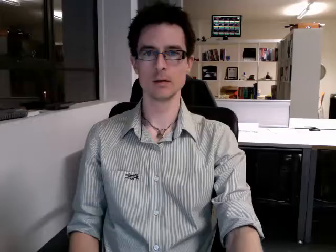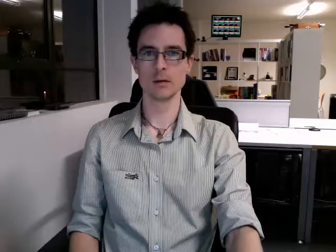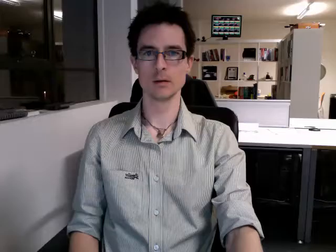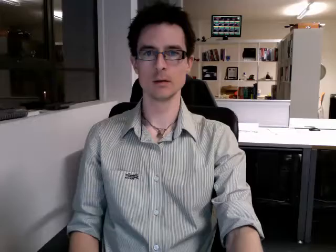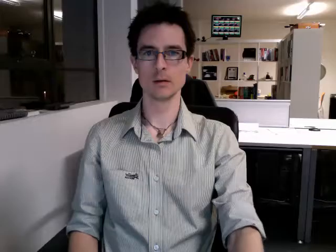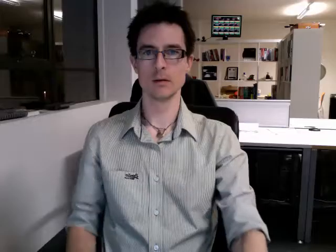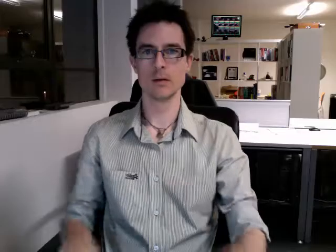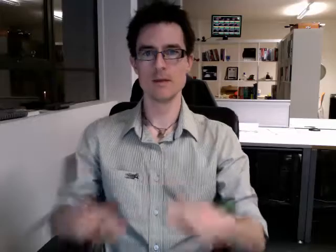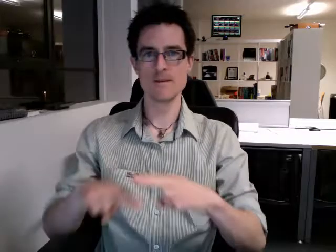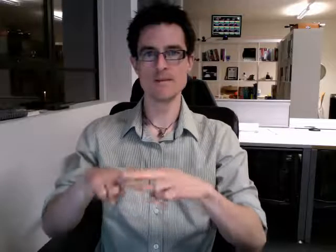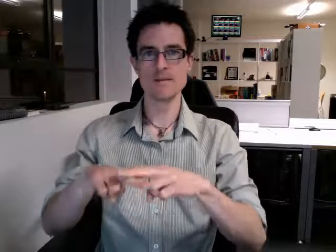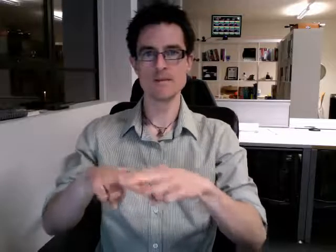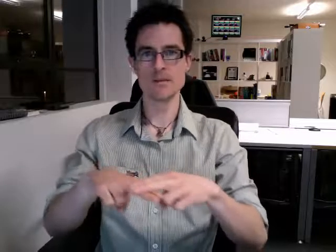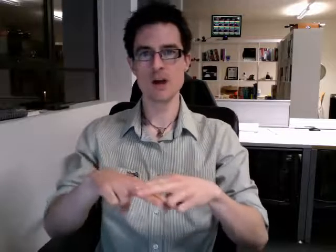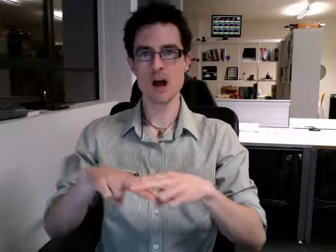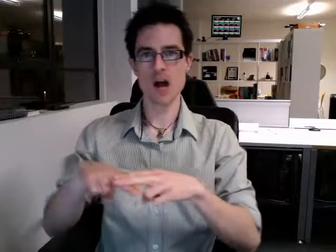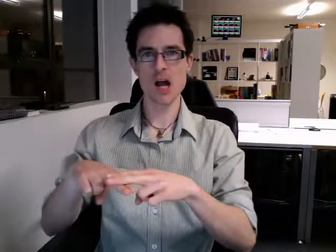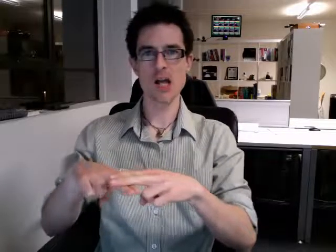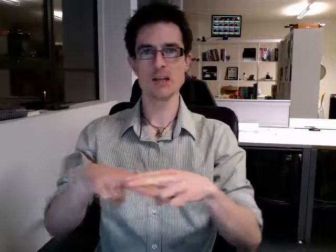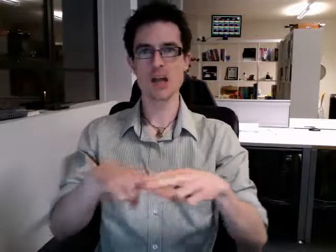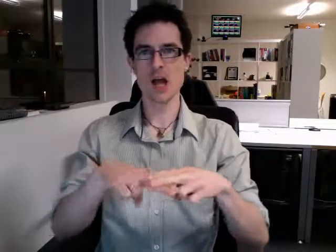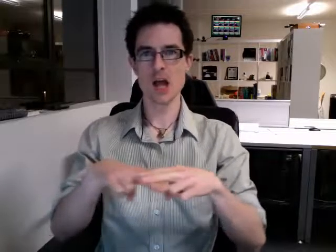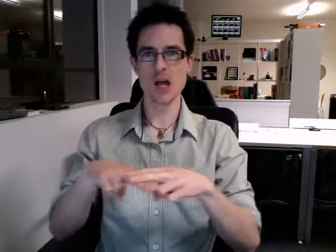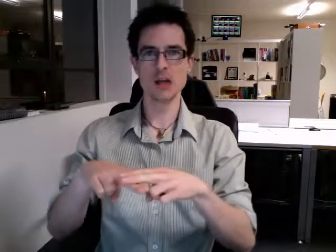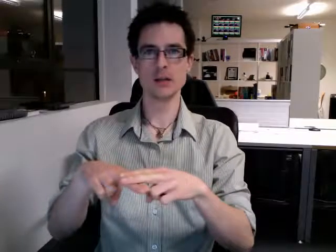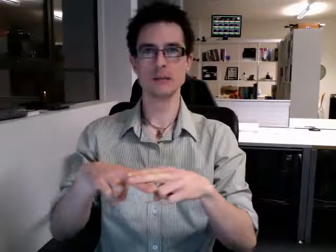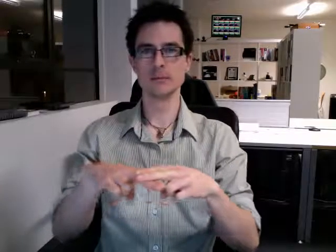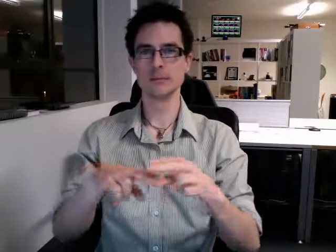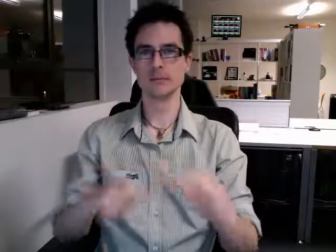friday